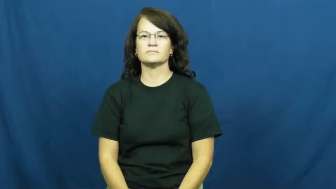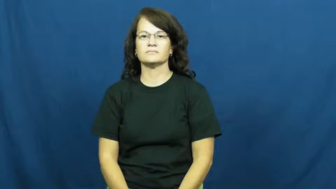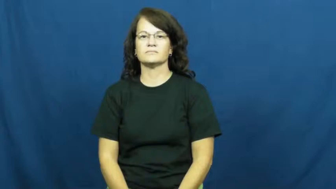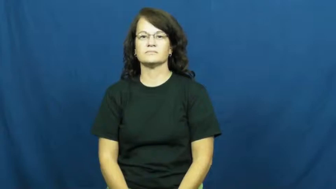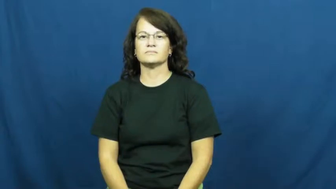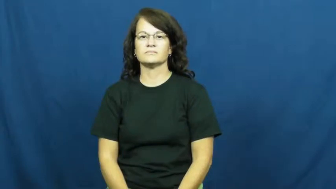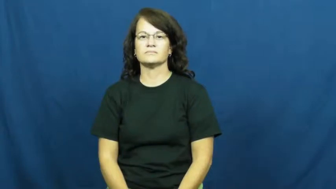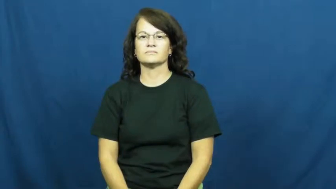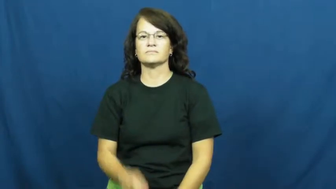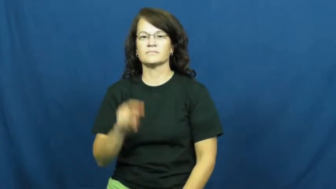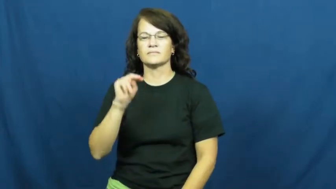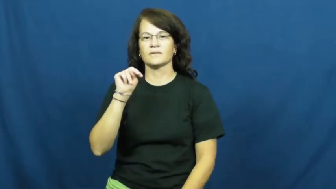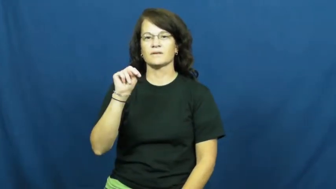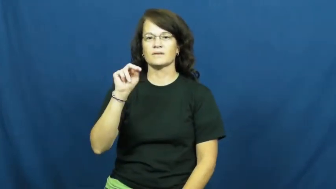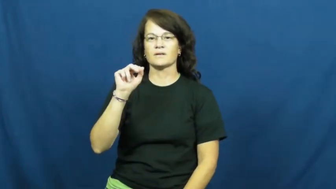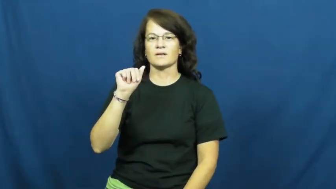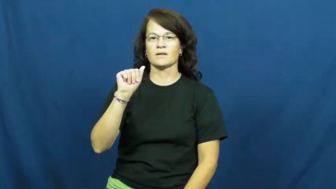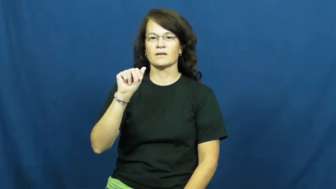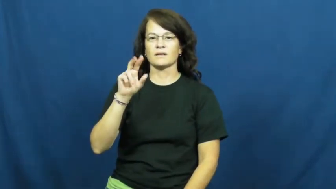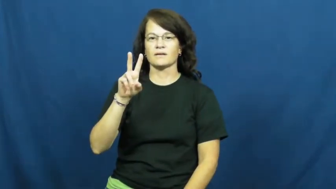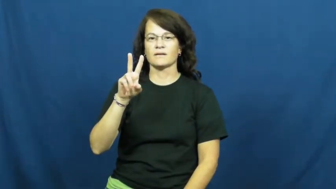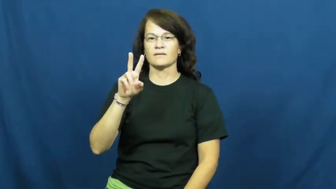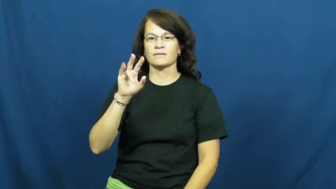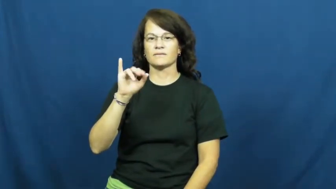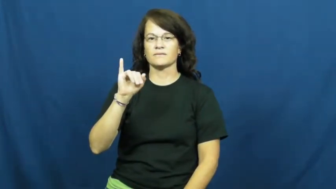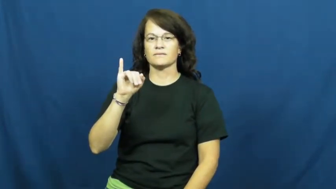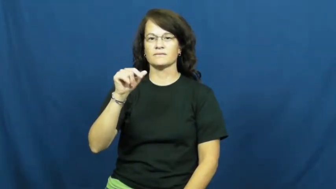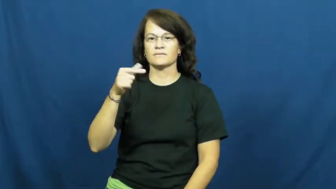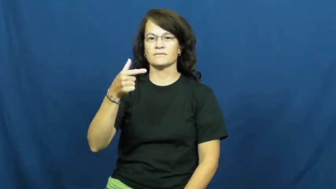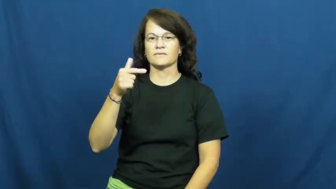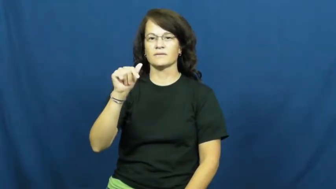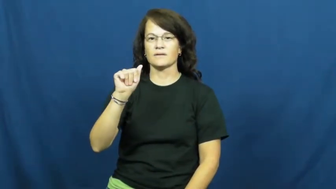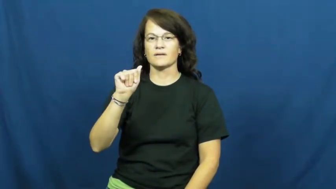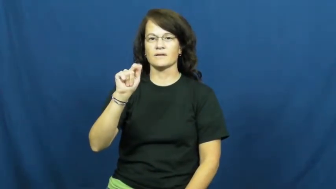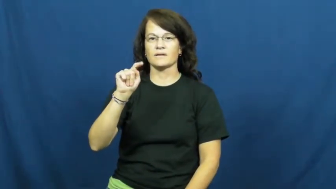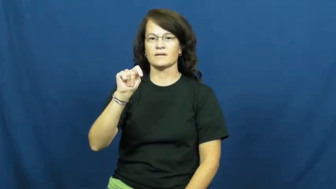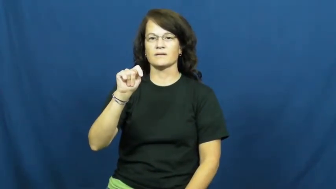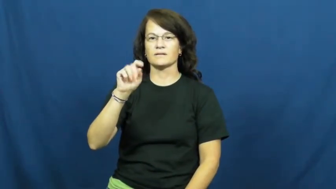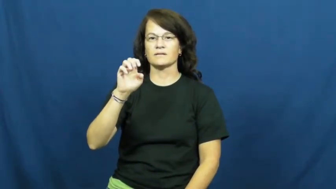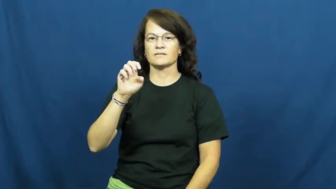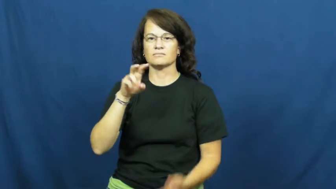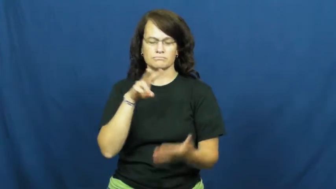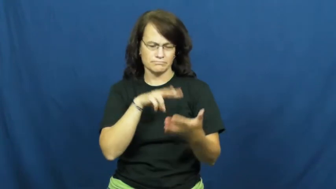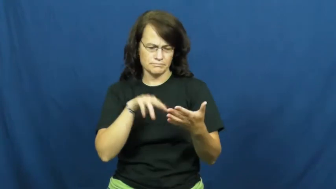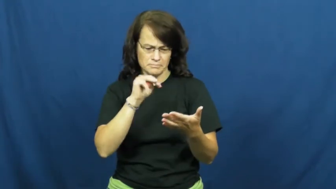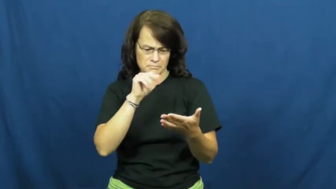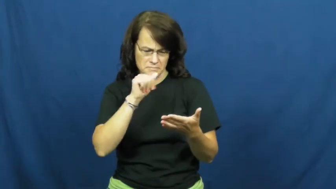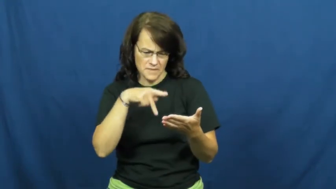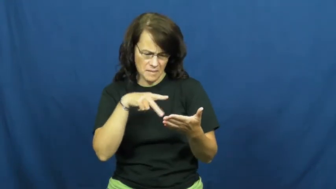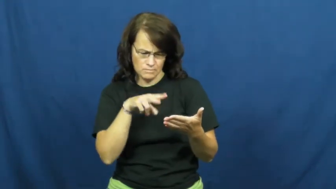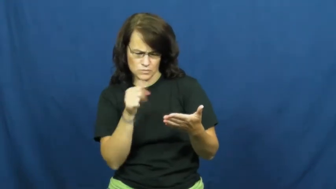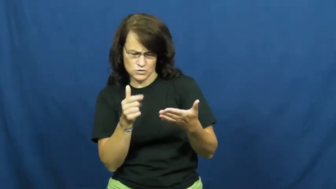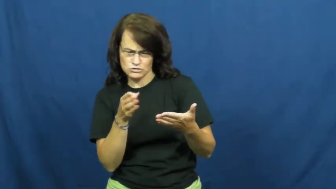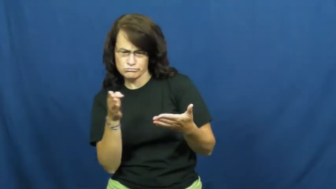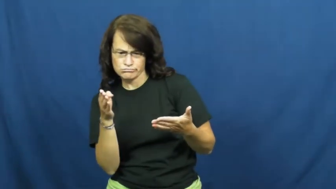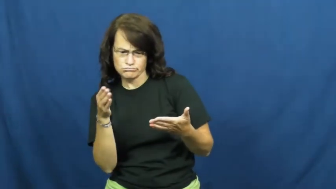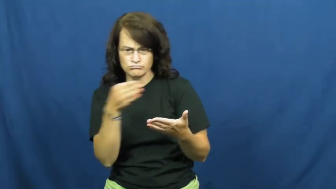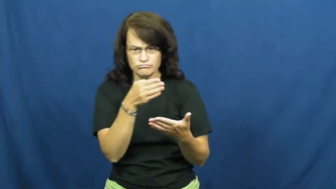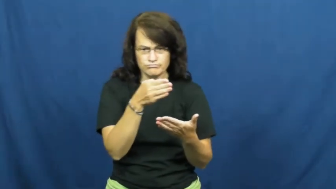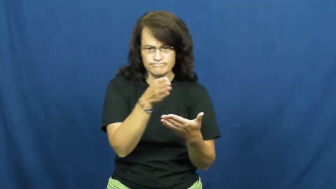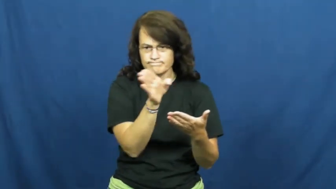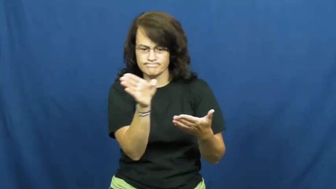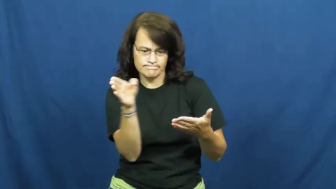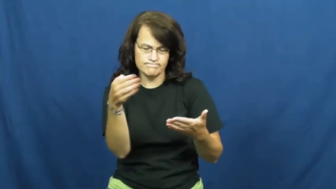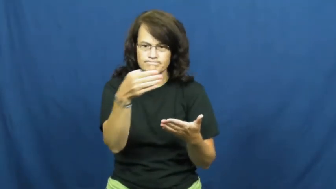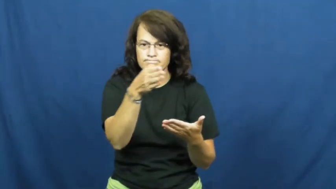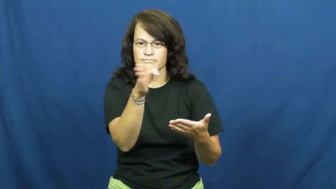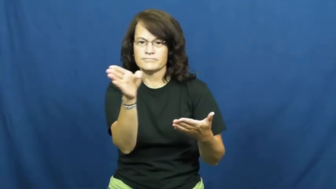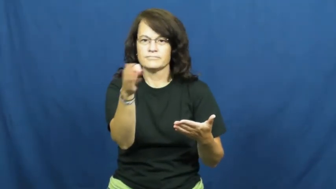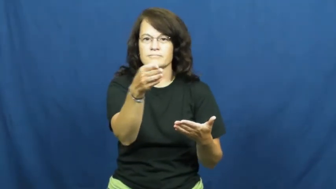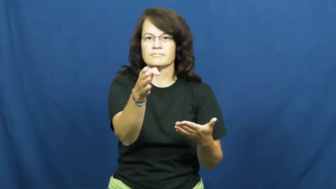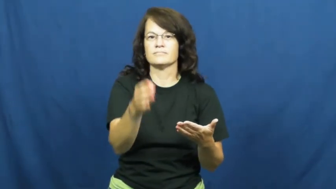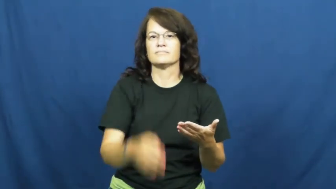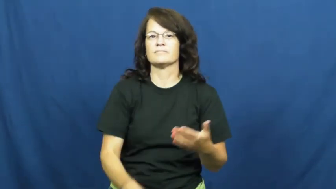navigate